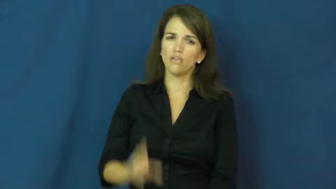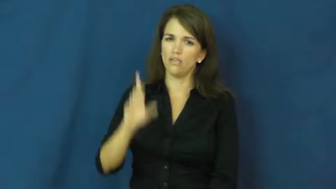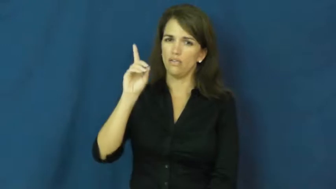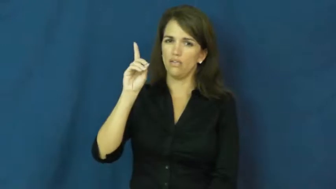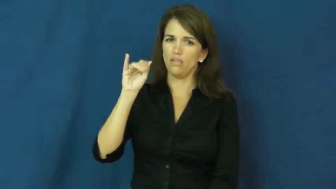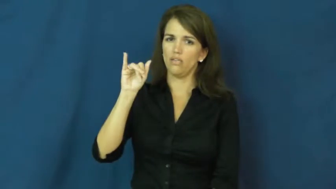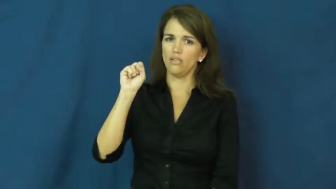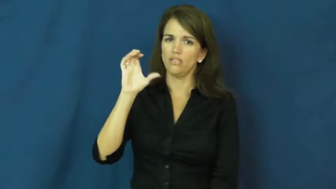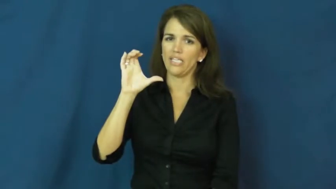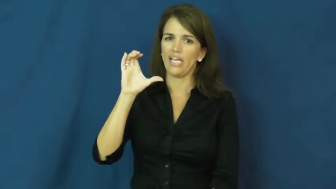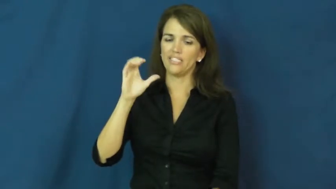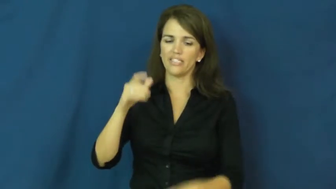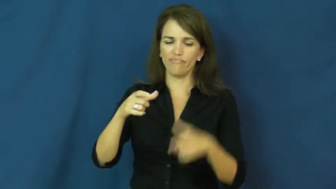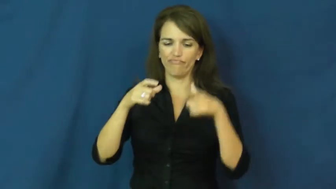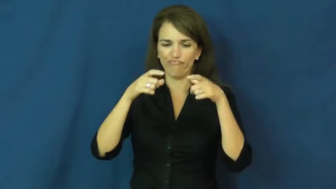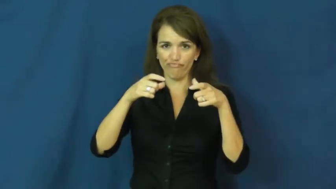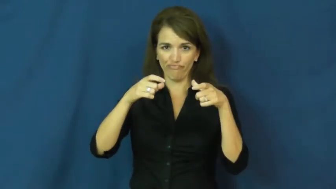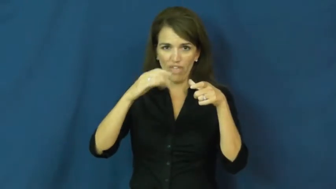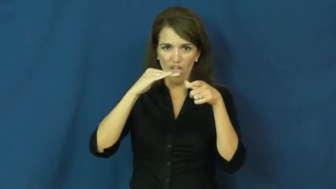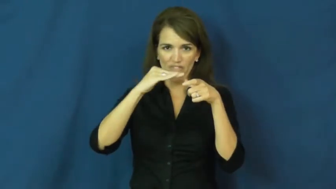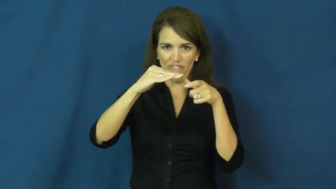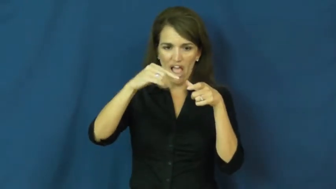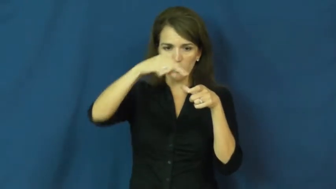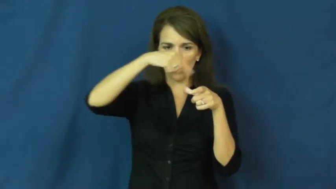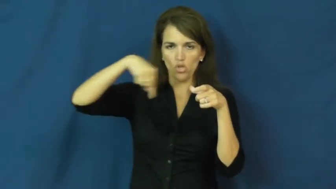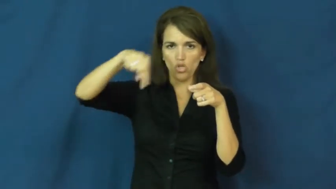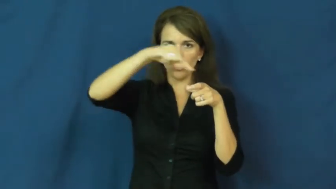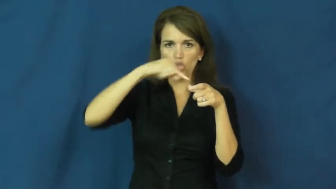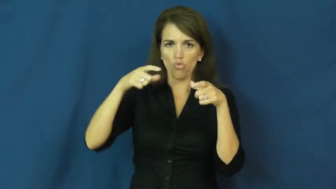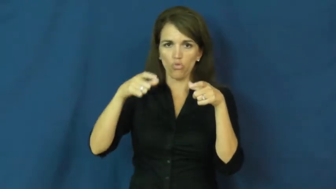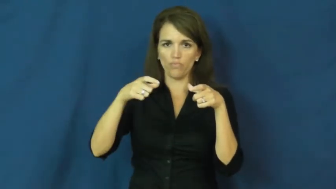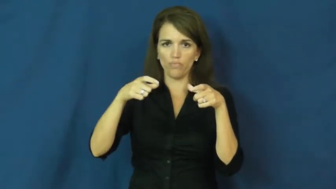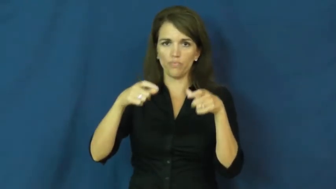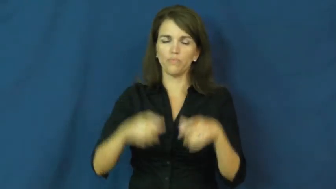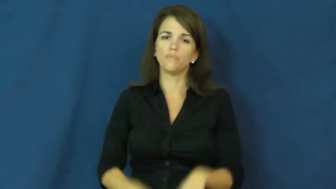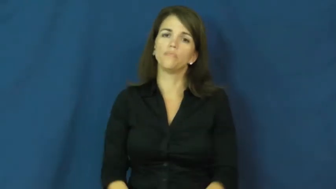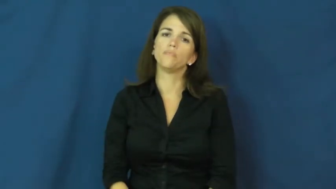disc